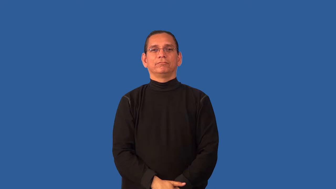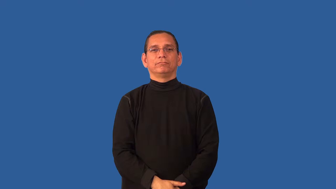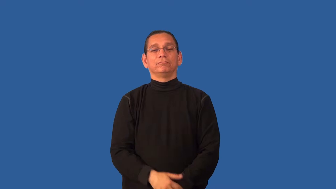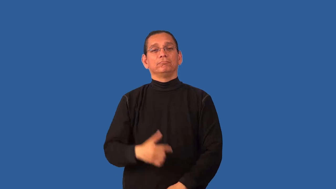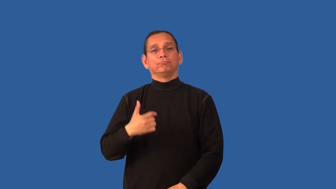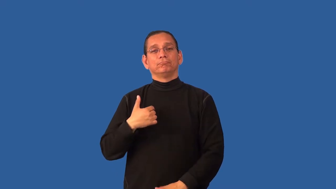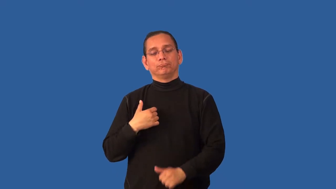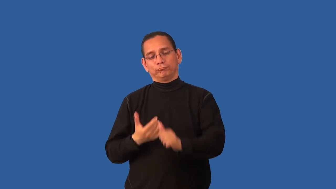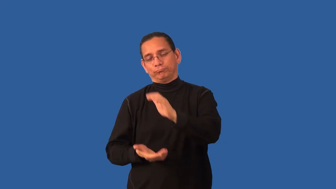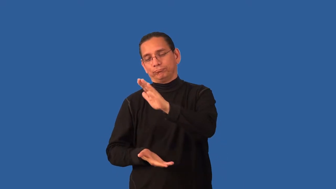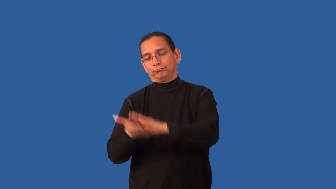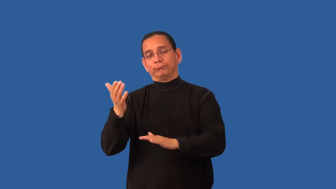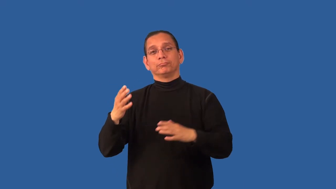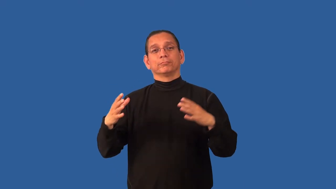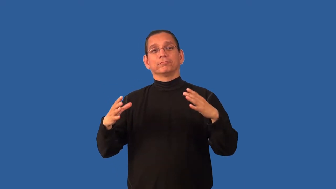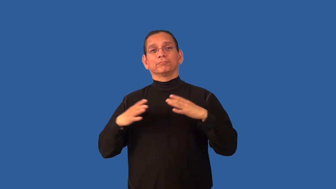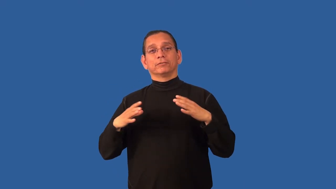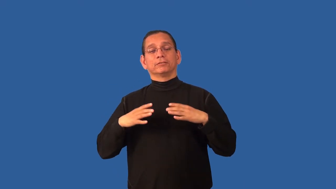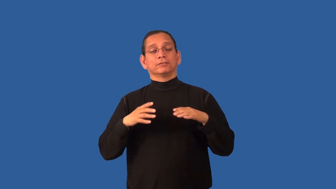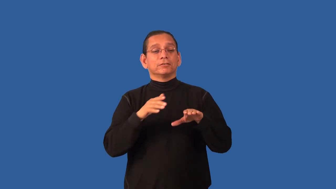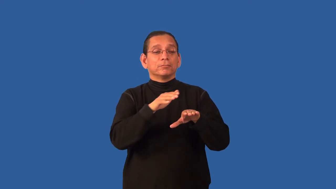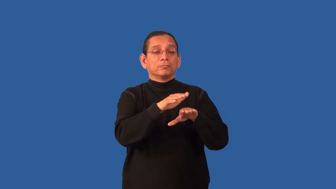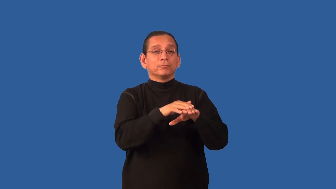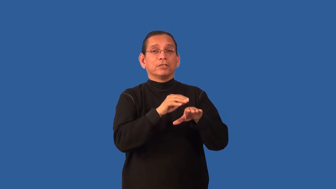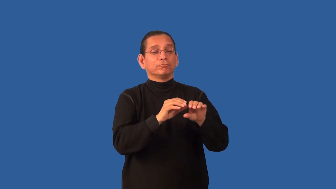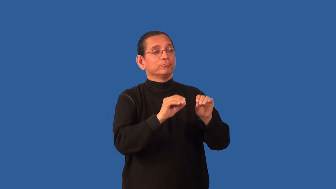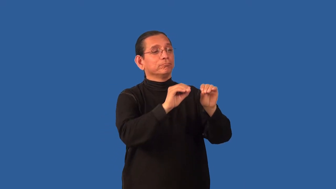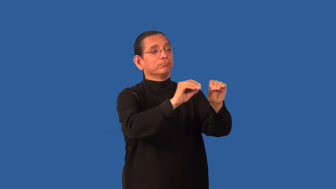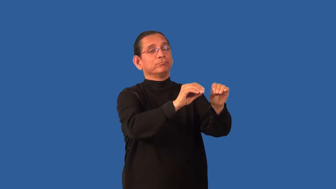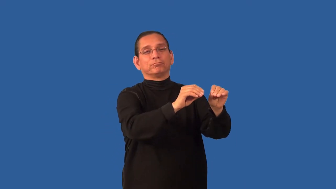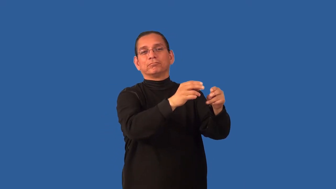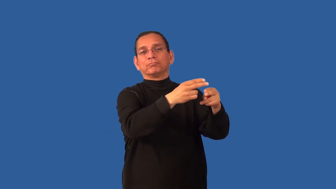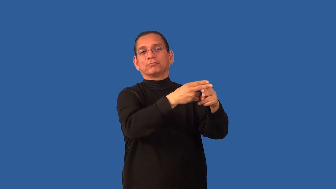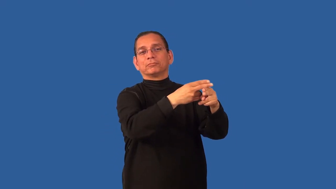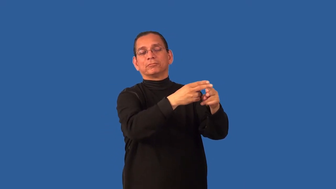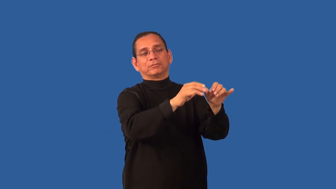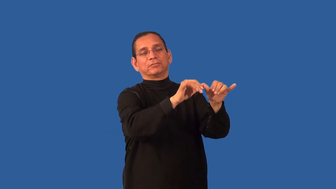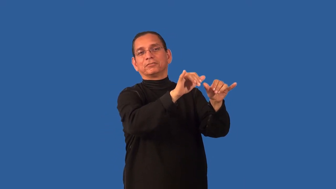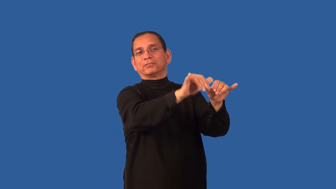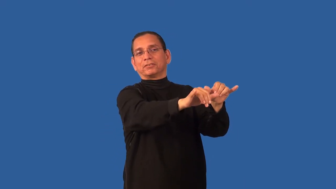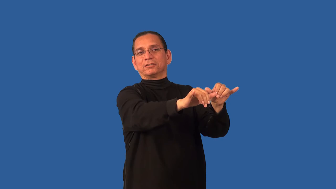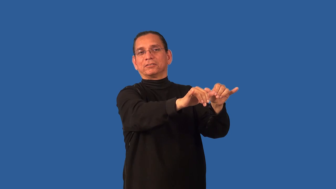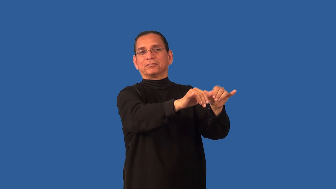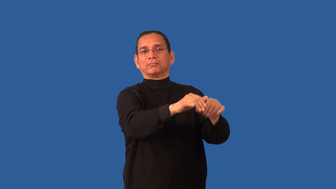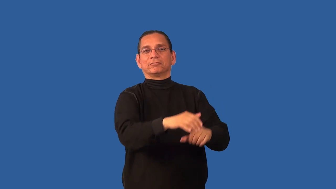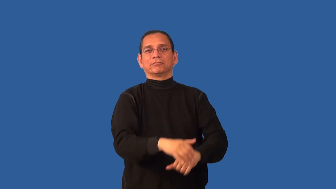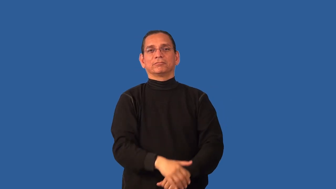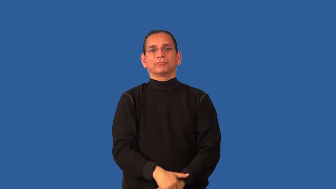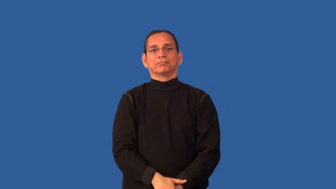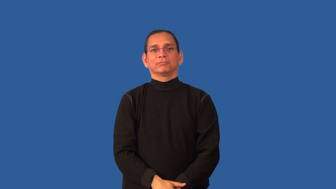board-pets at vet